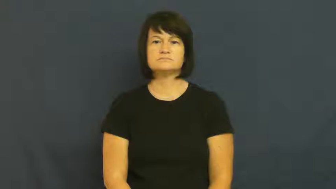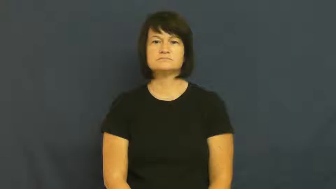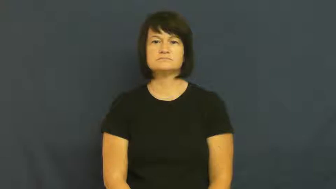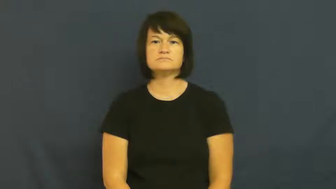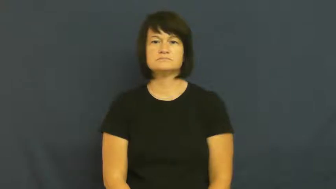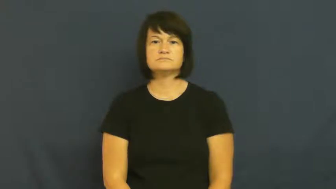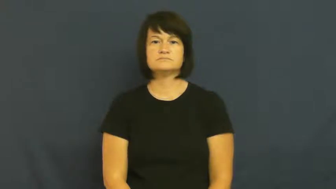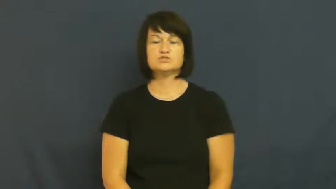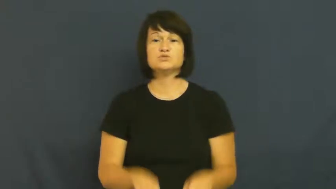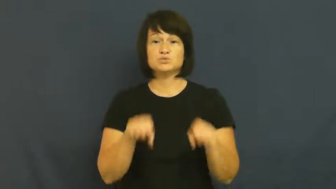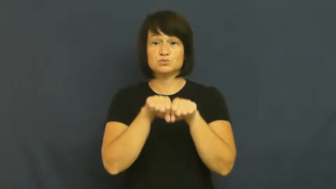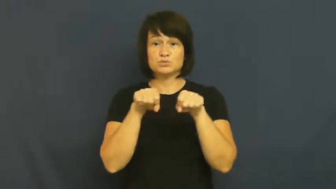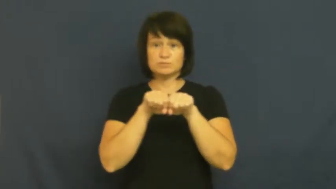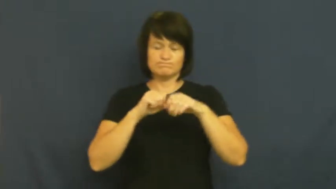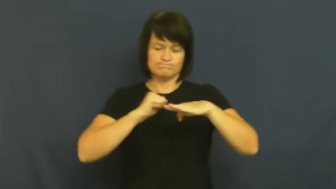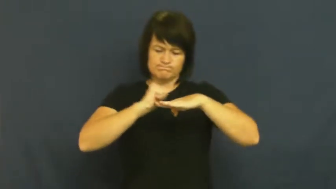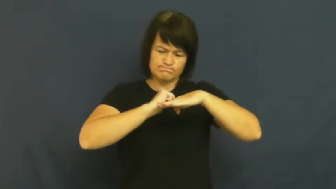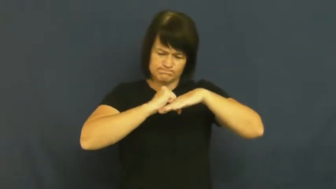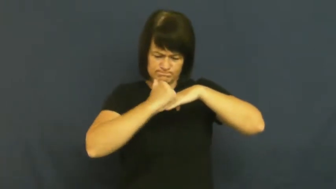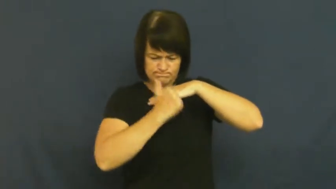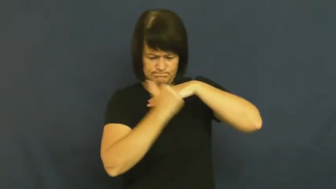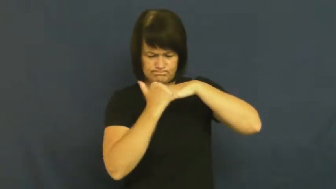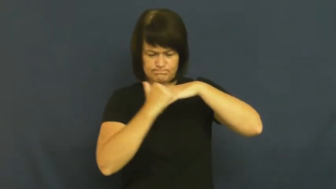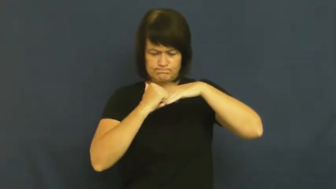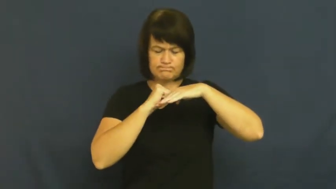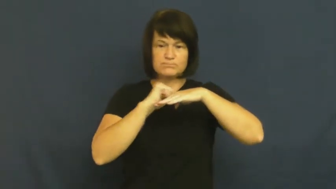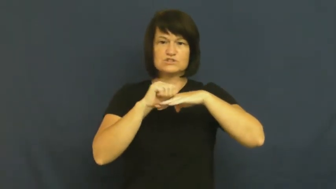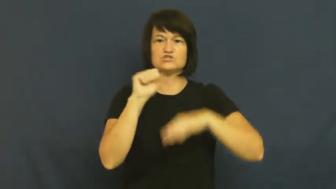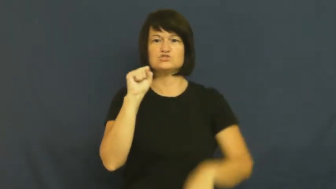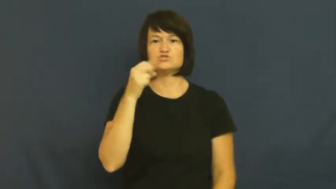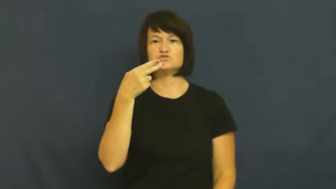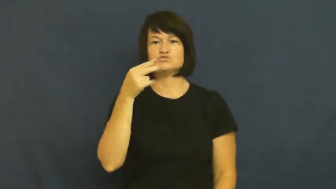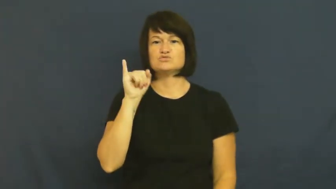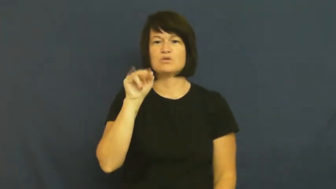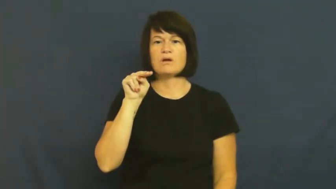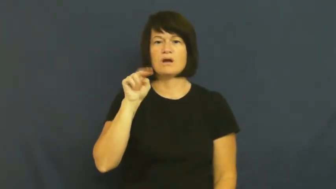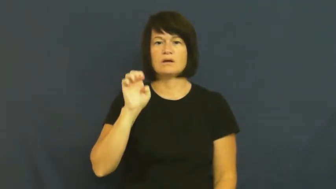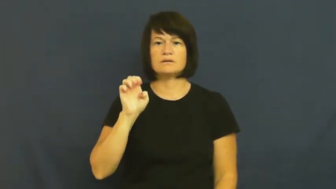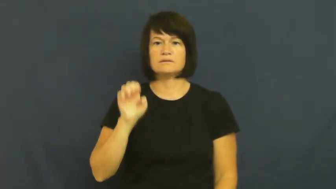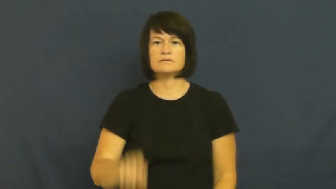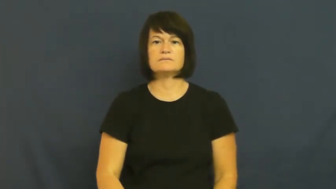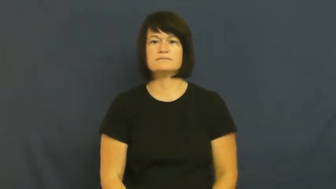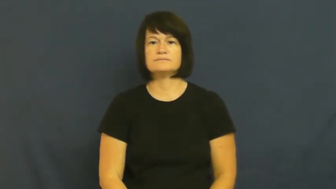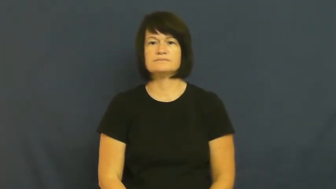shine,burnish-shoes